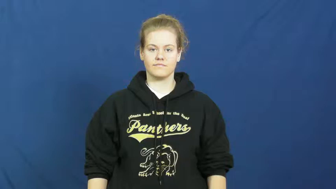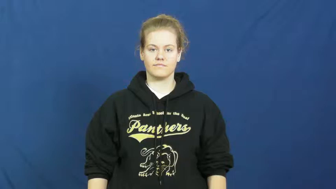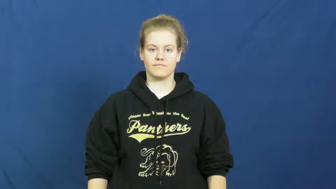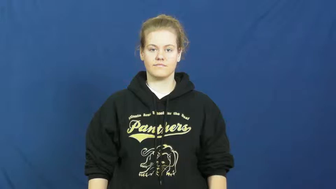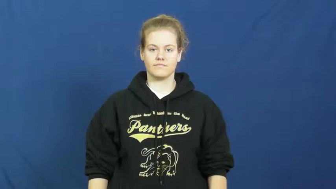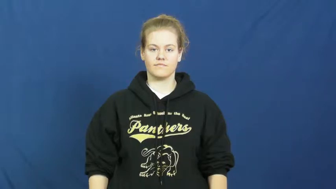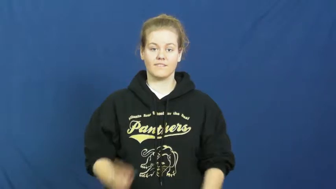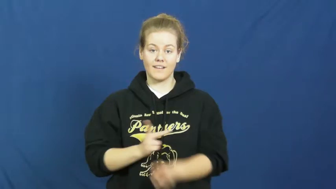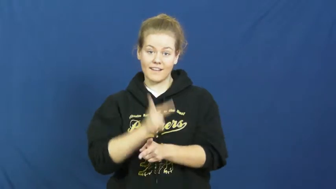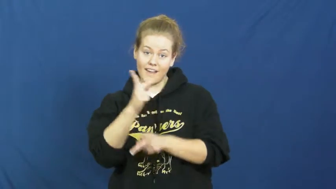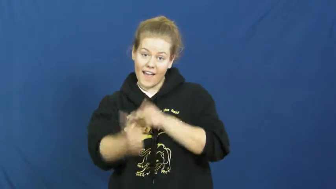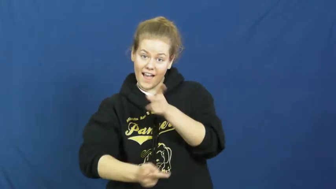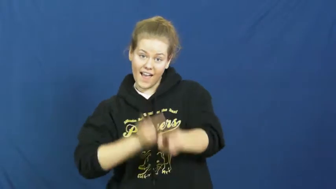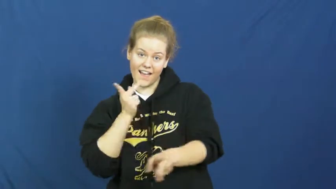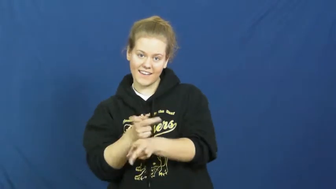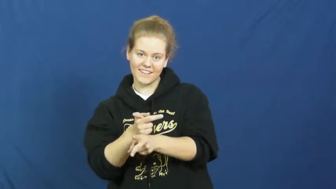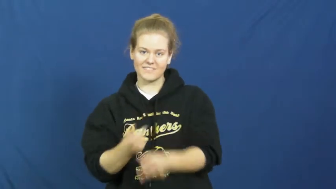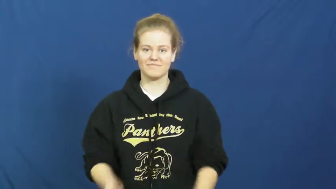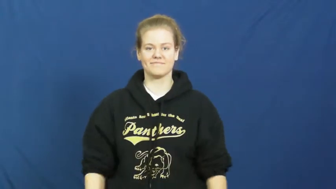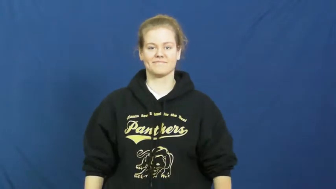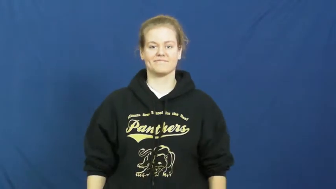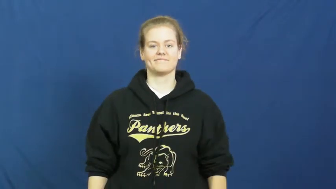kind,type,sort